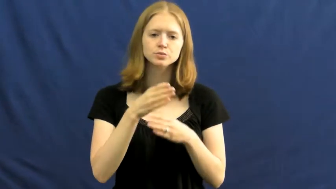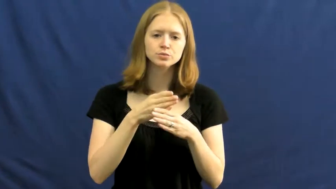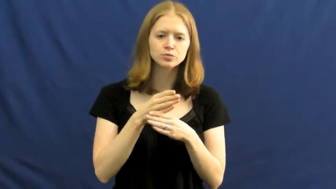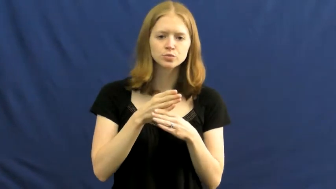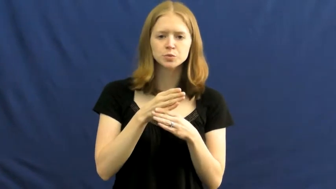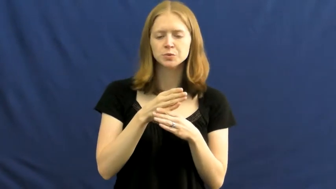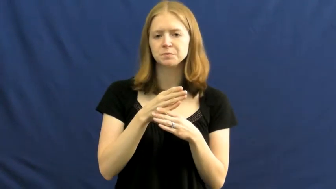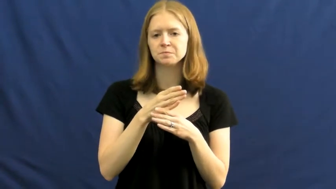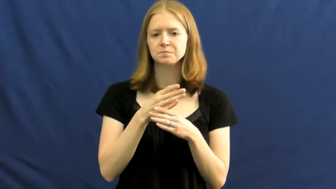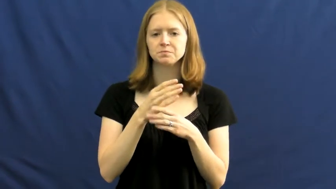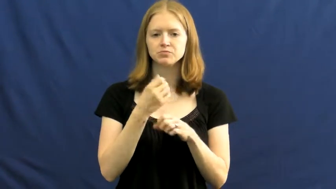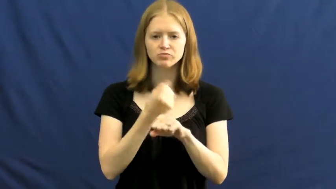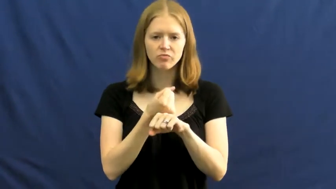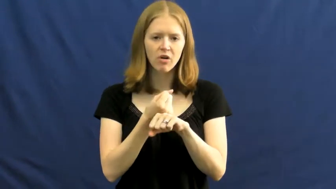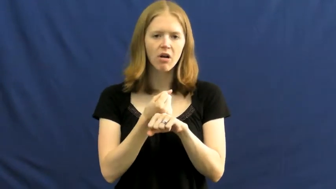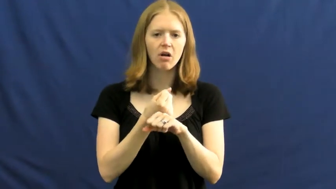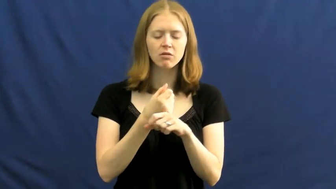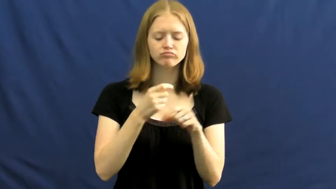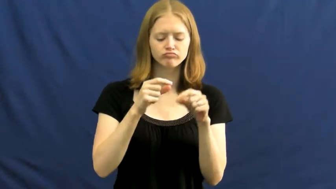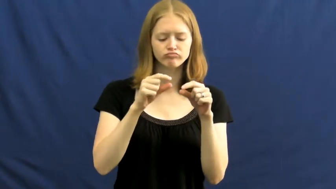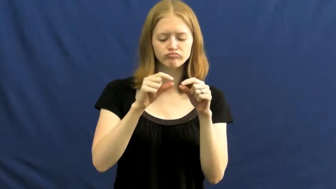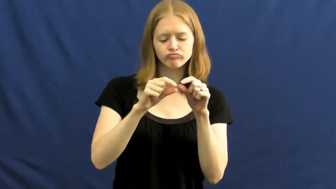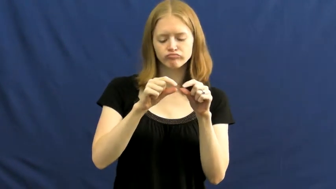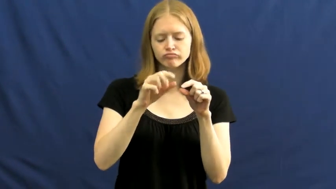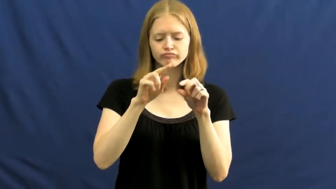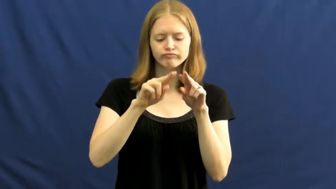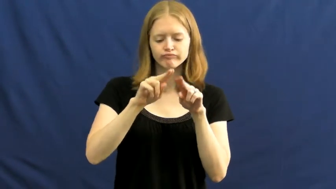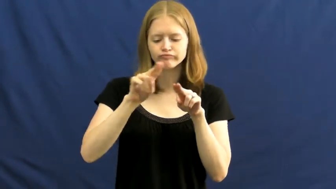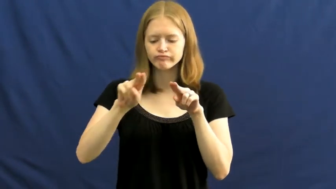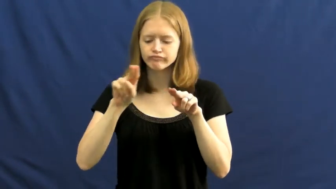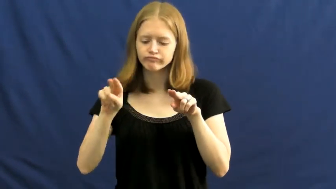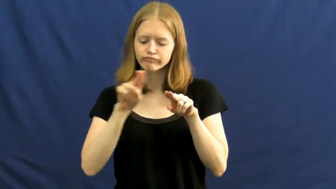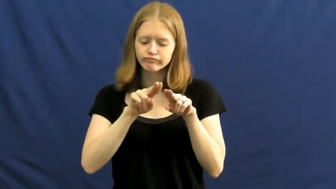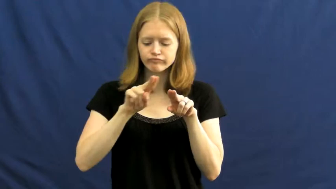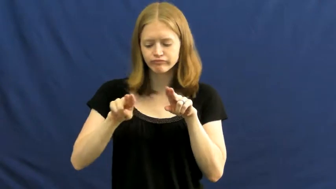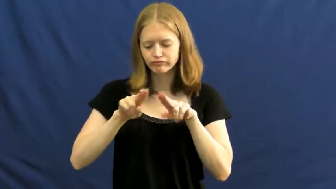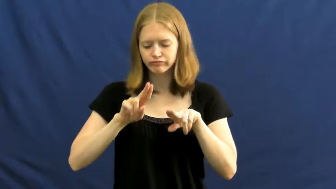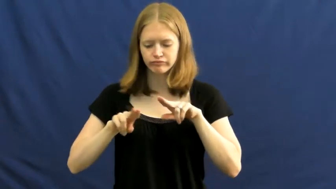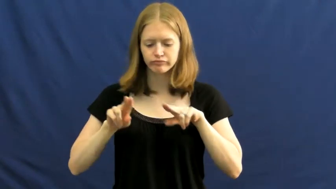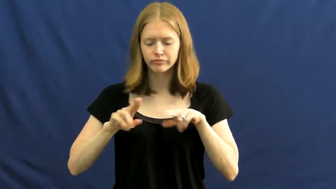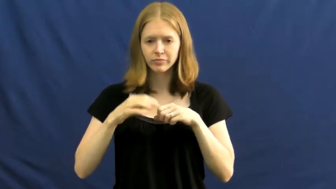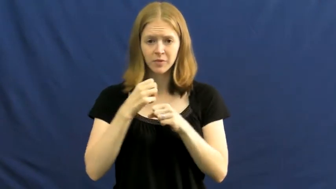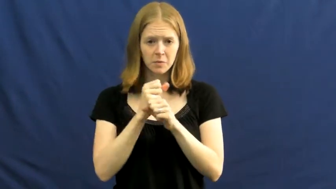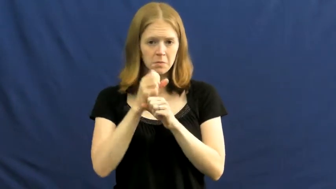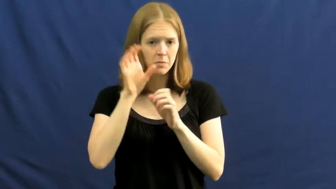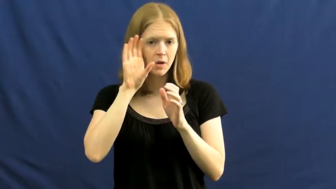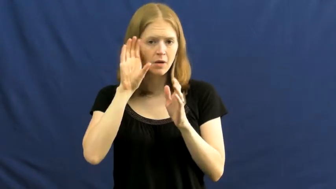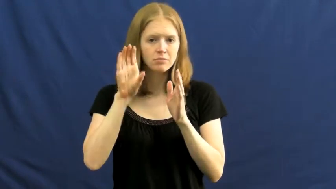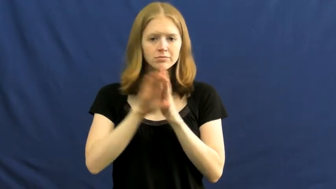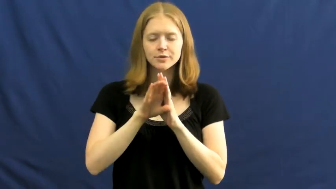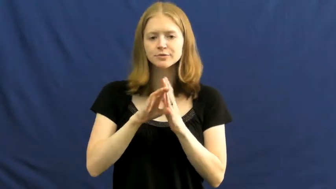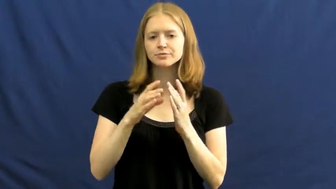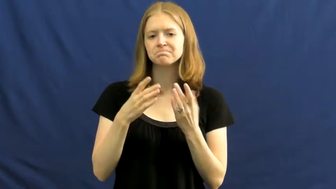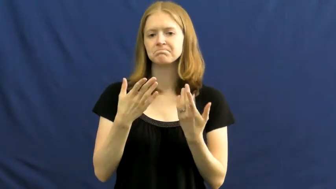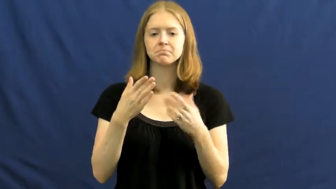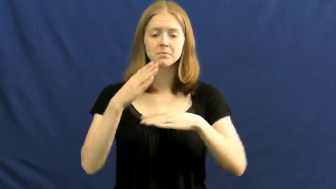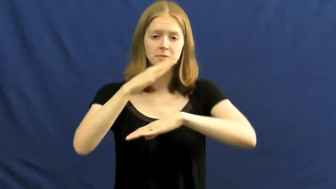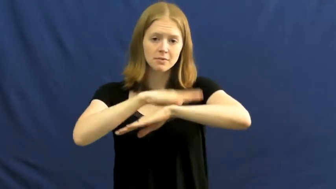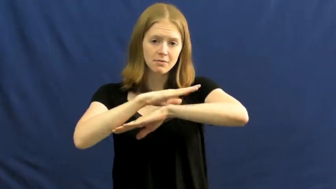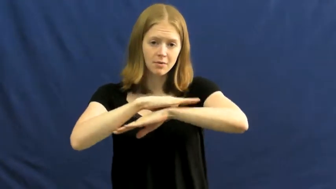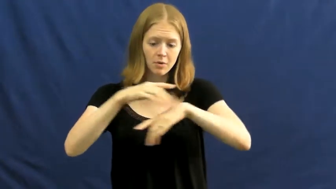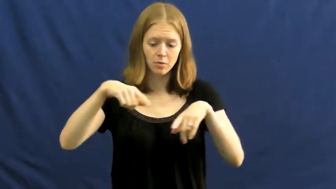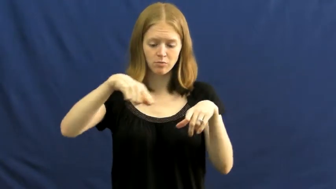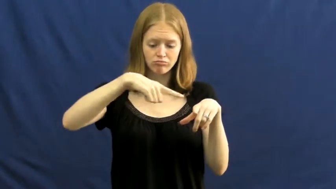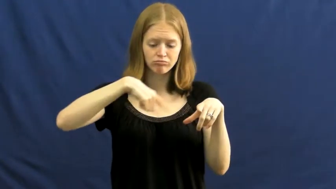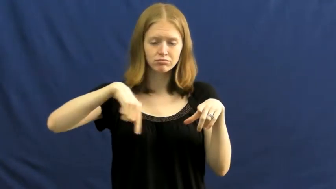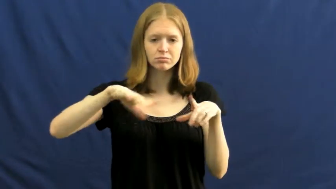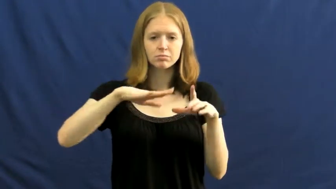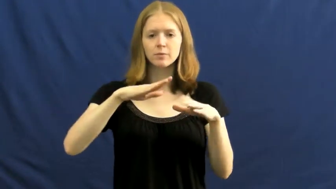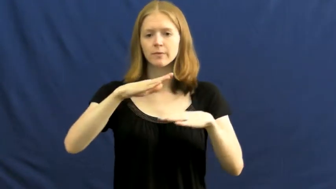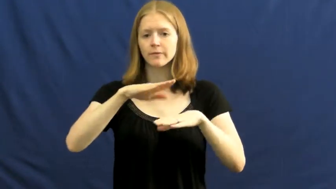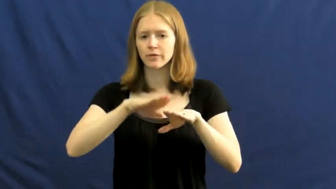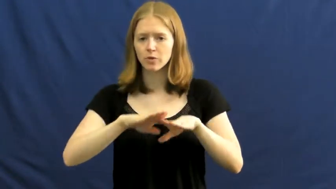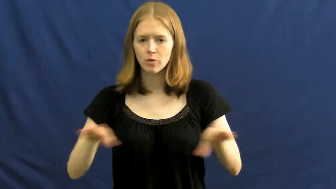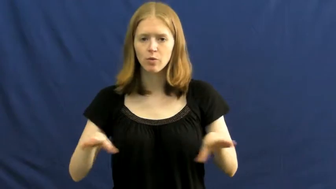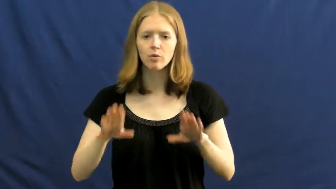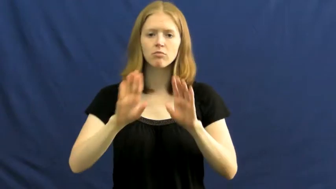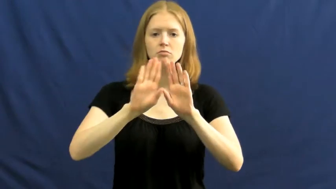mosaic